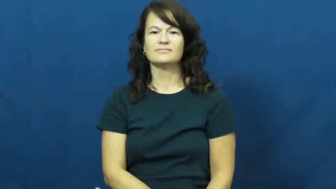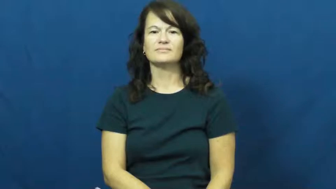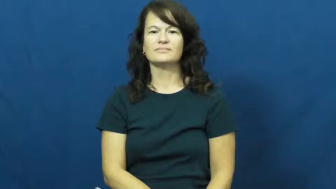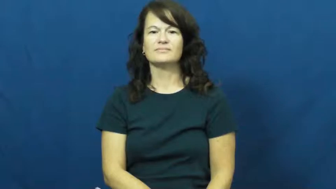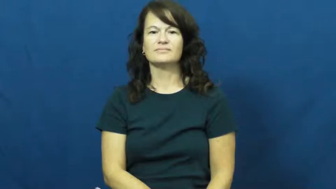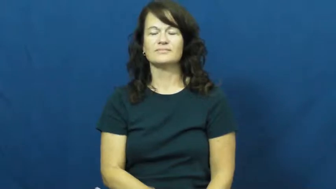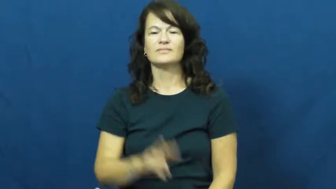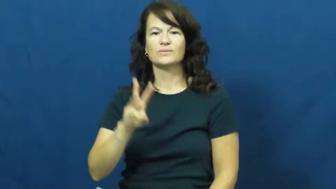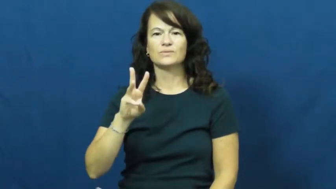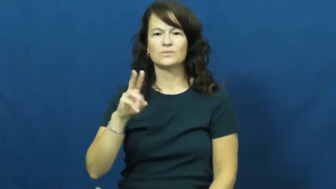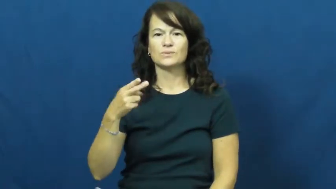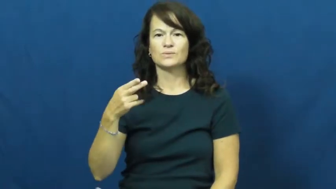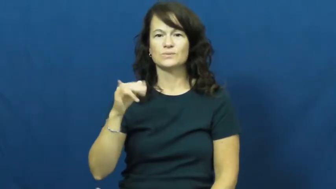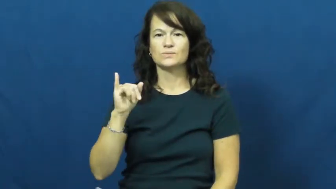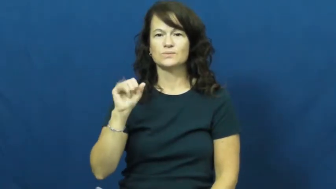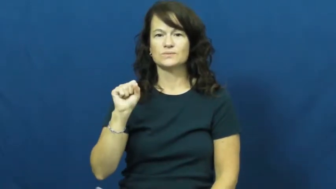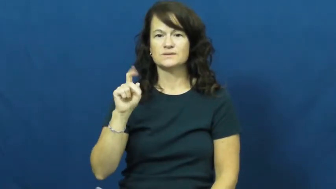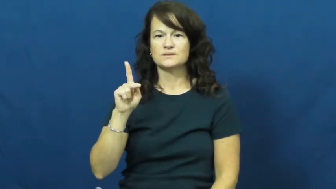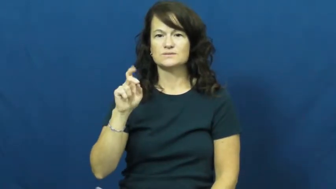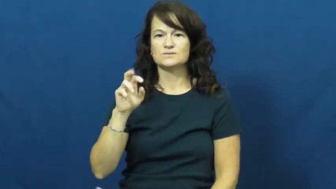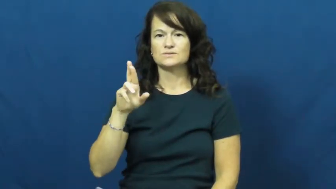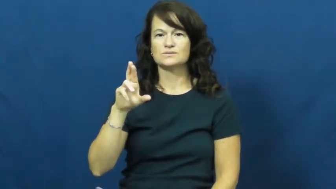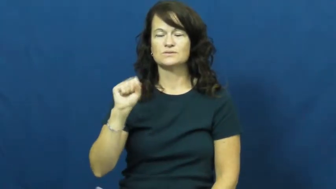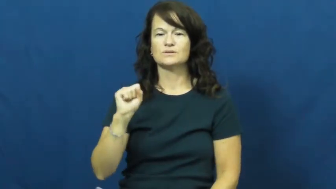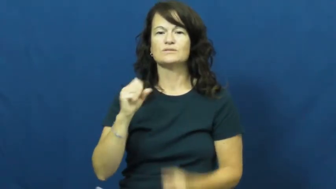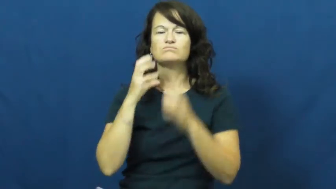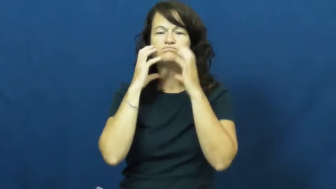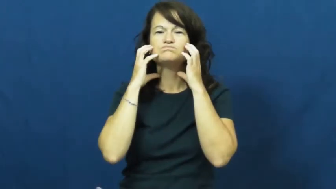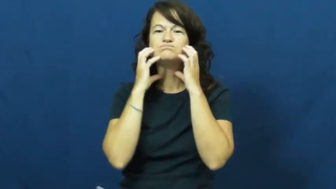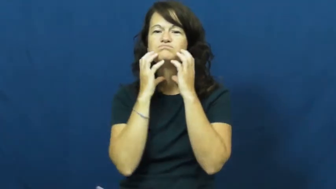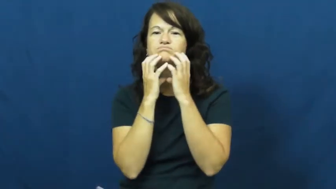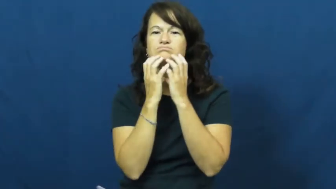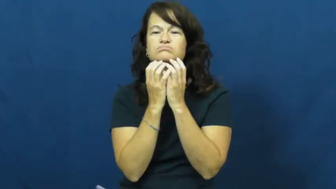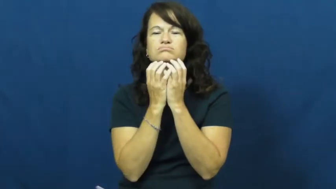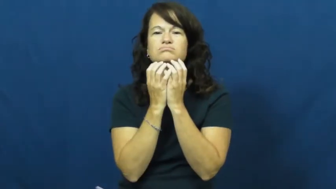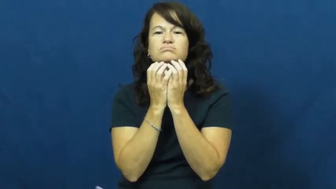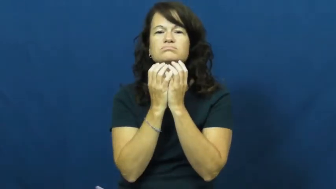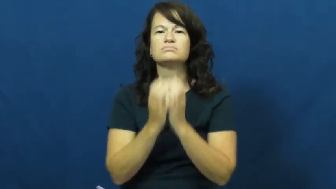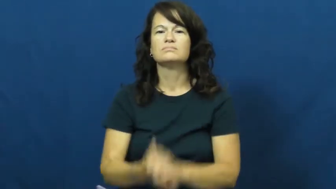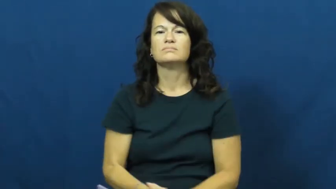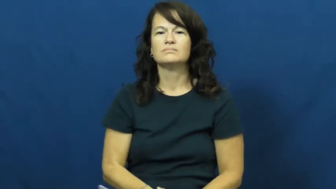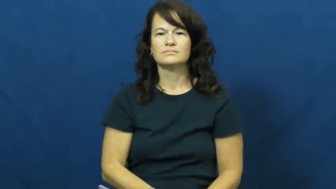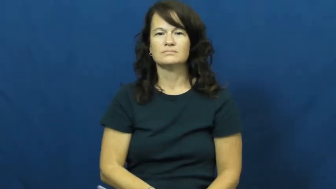whiskers-beard